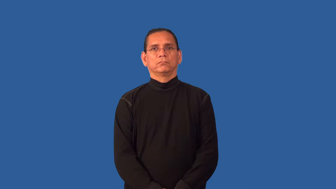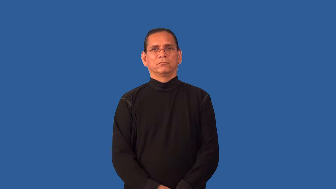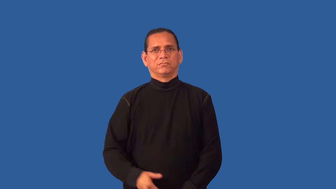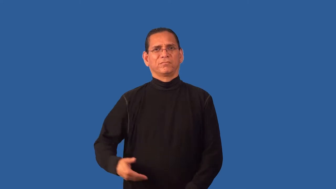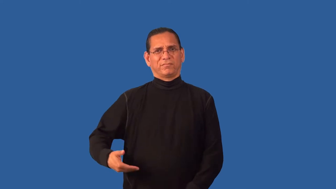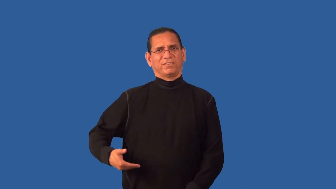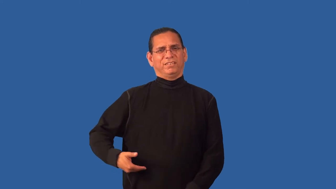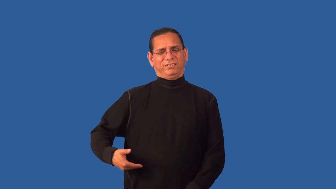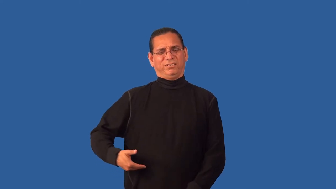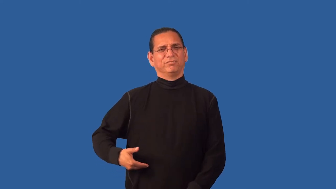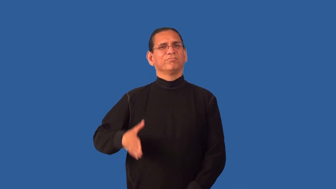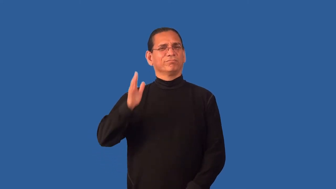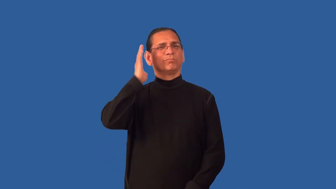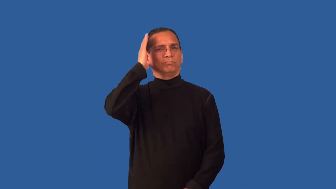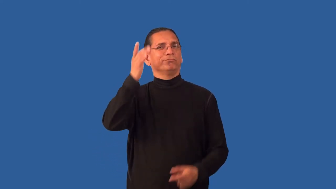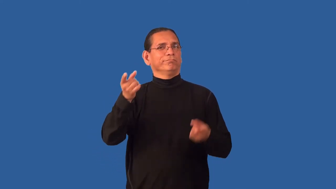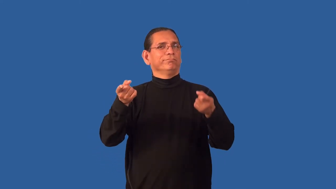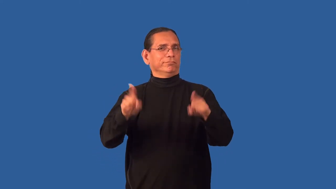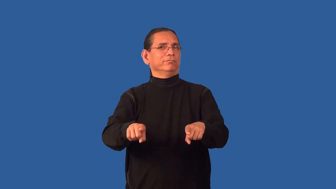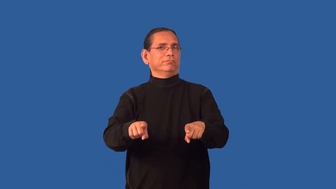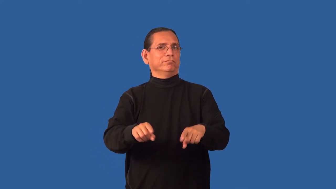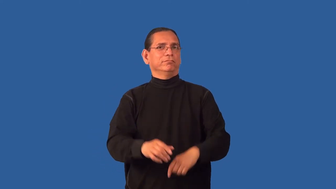foreboding